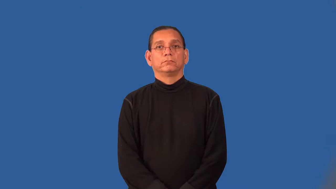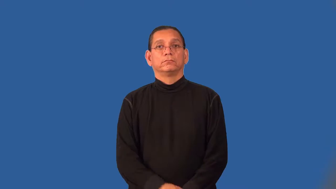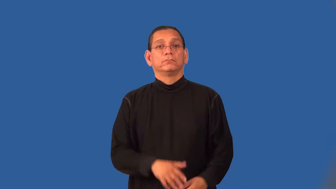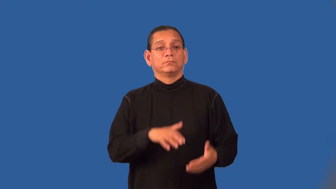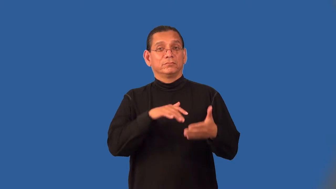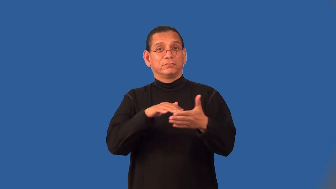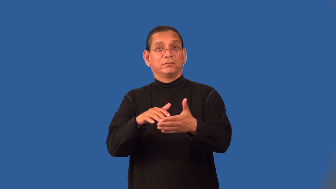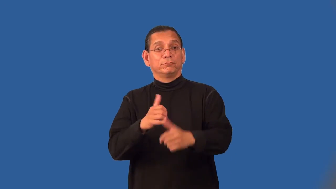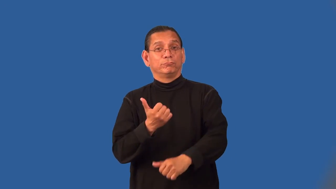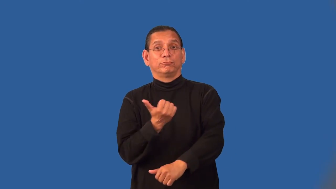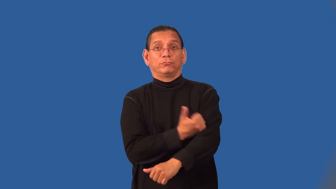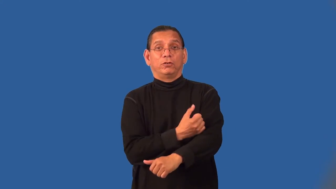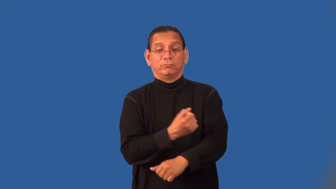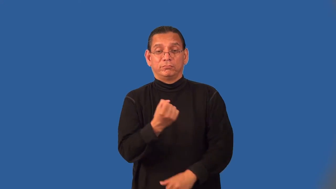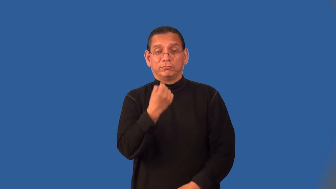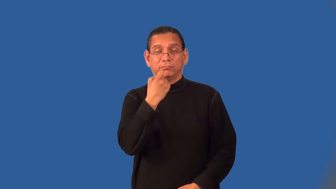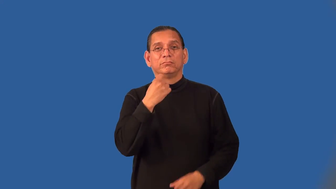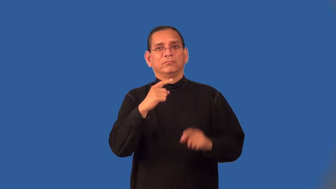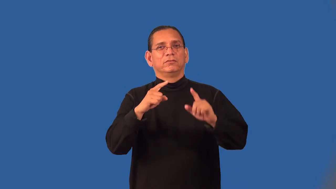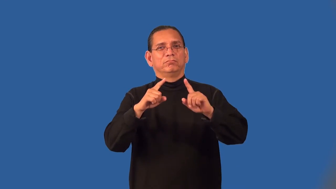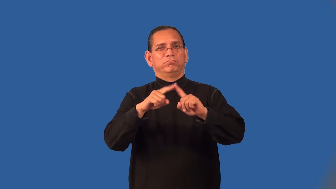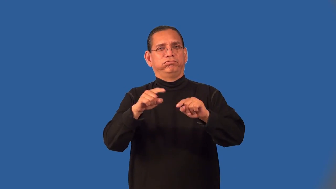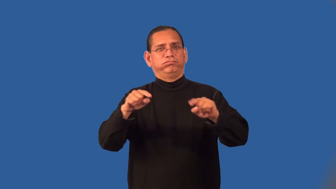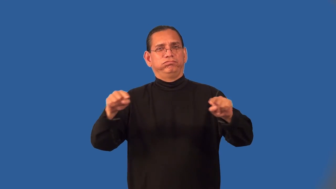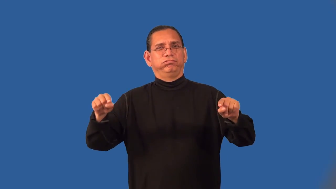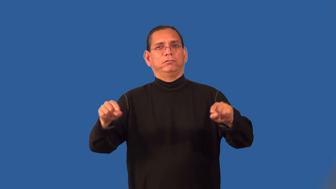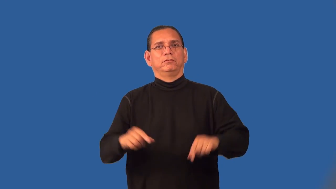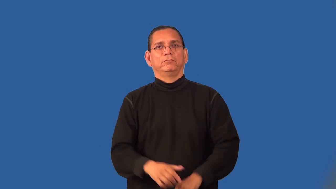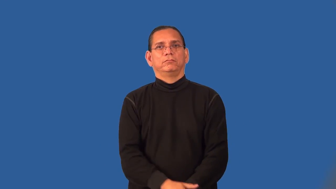pharmacology